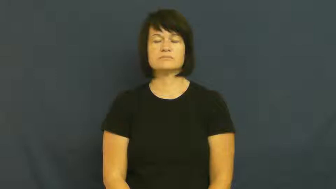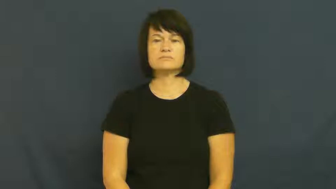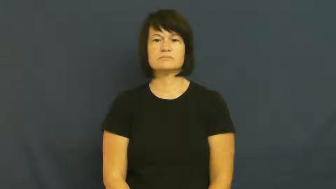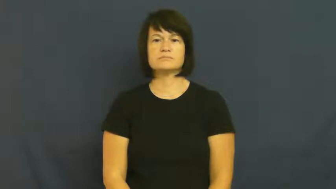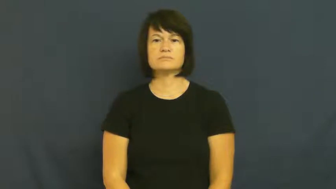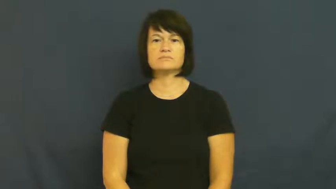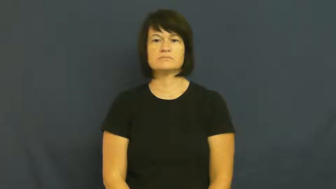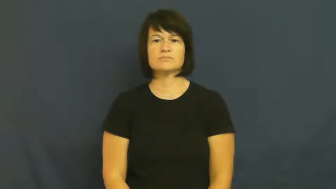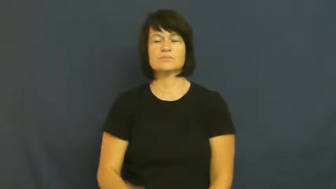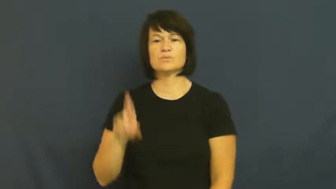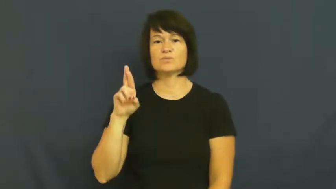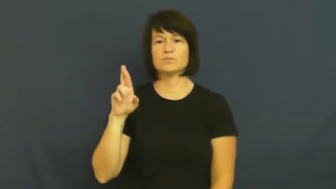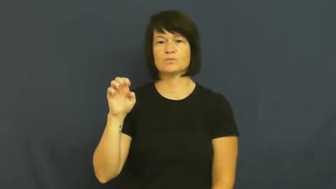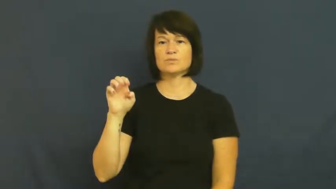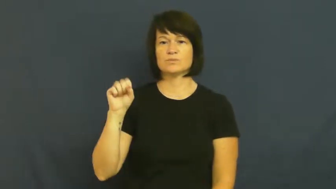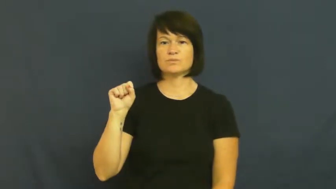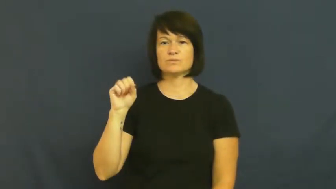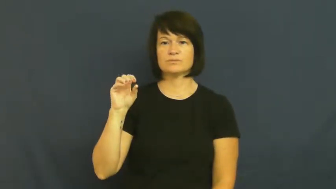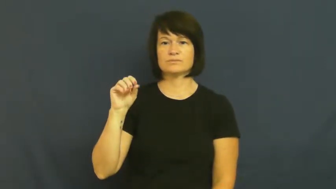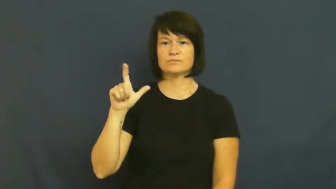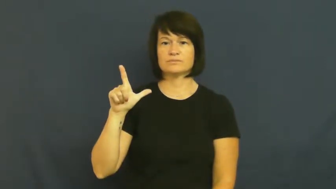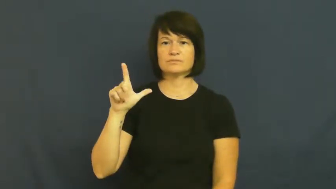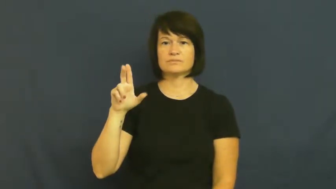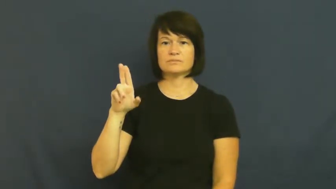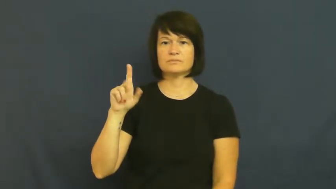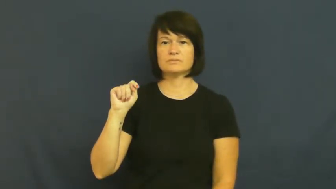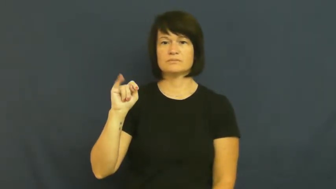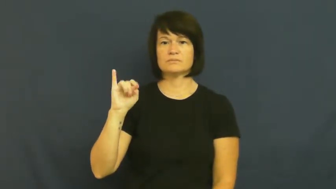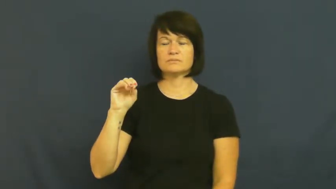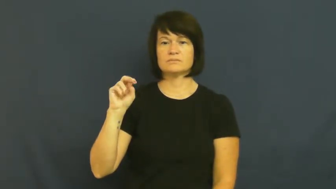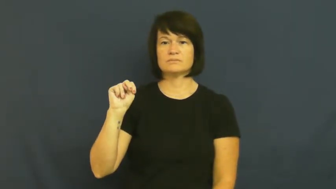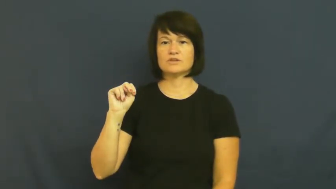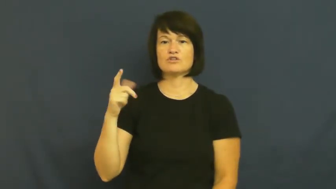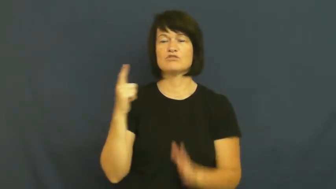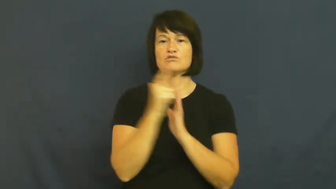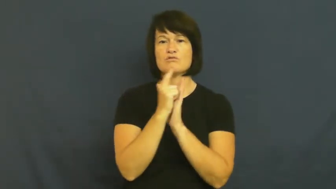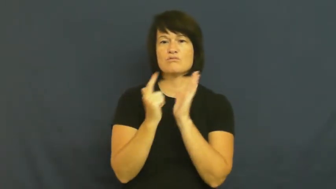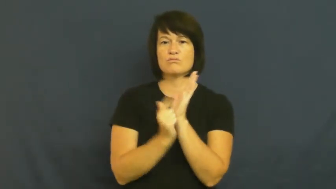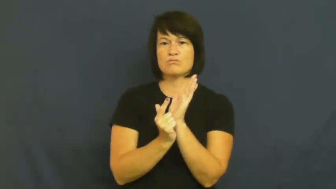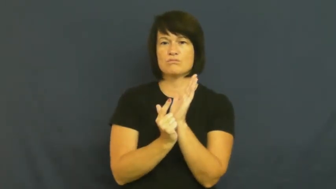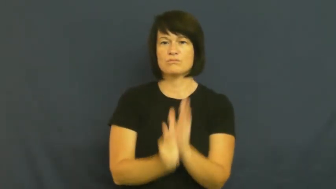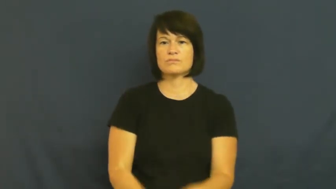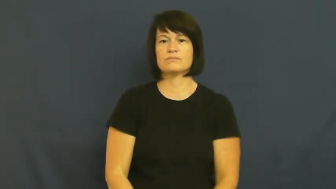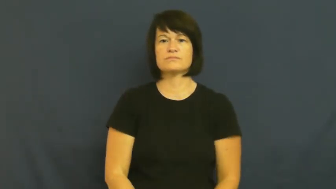resolution-law